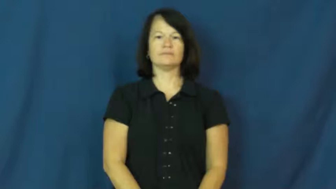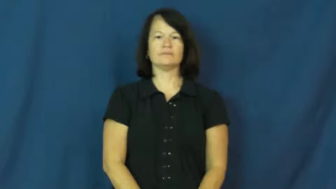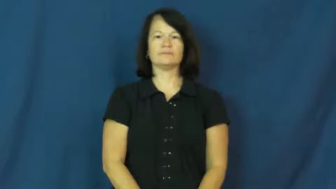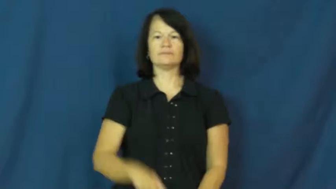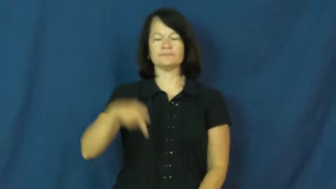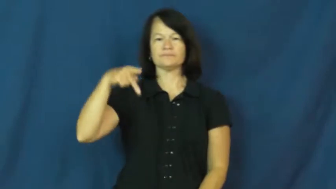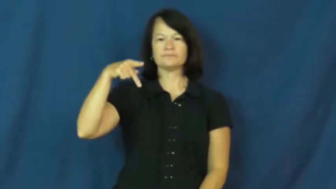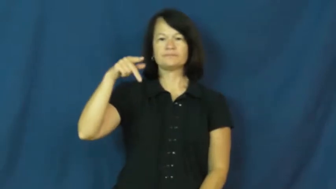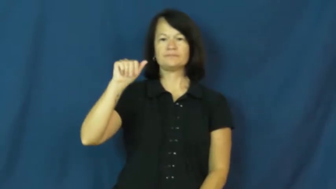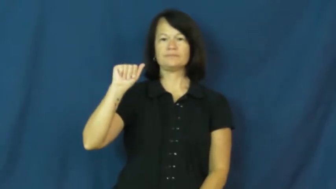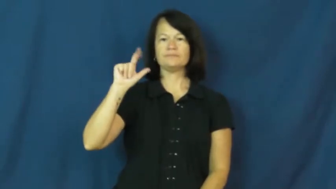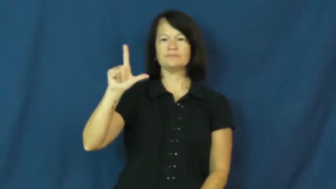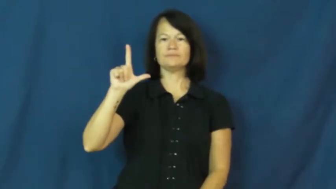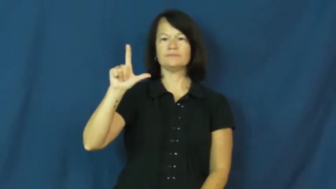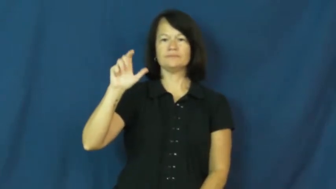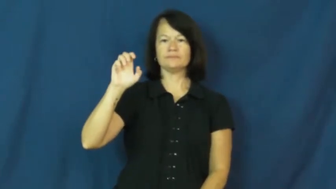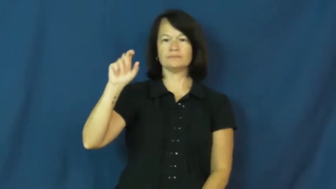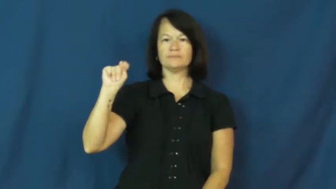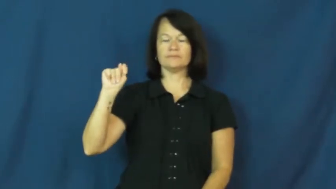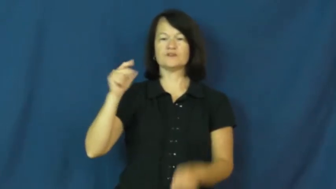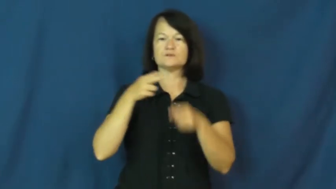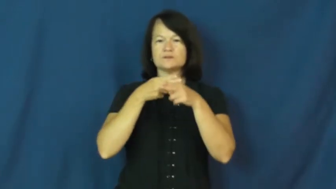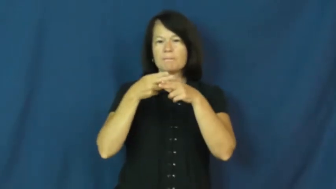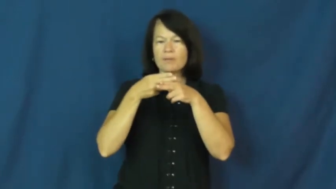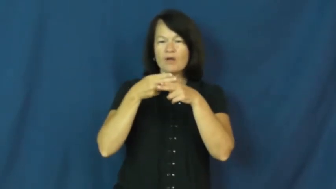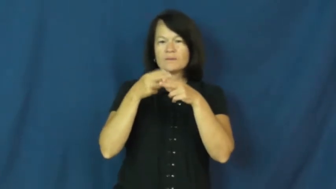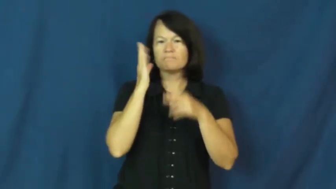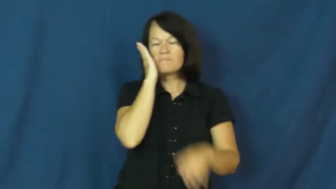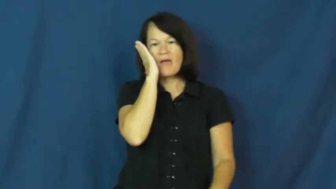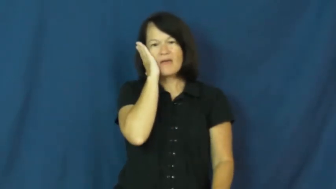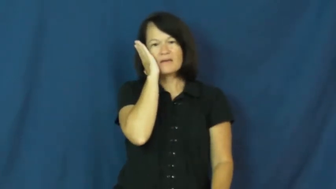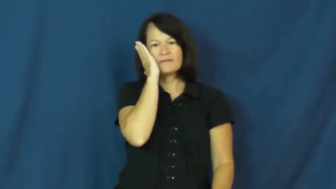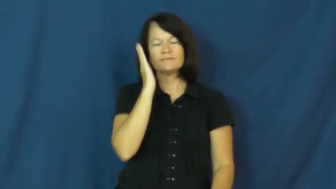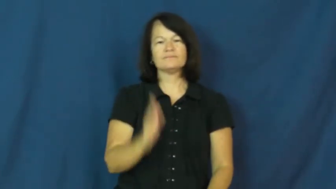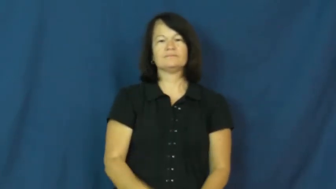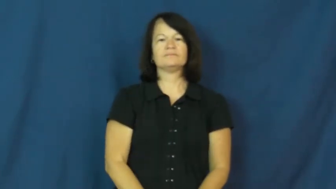pallet-bed